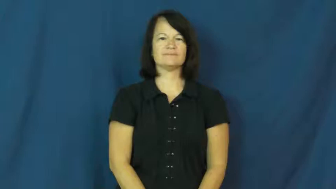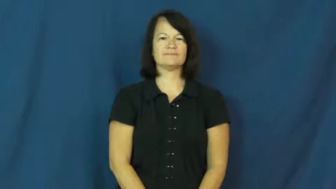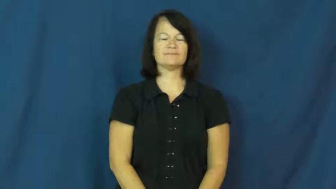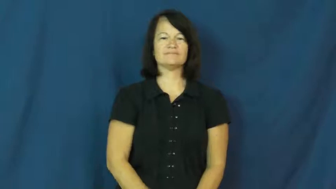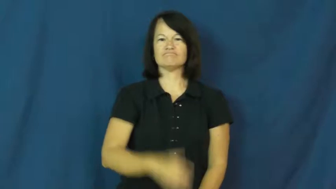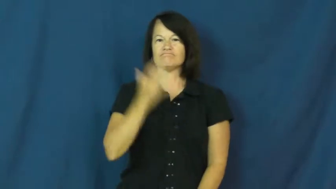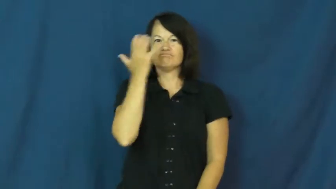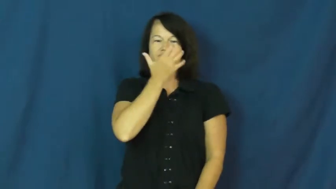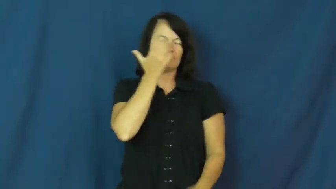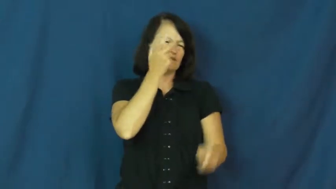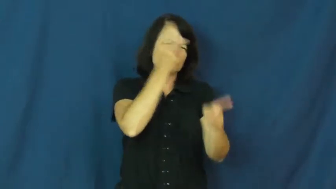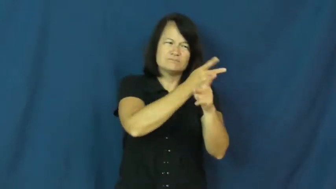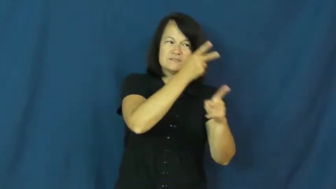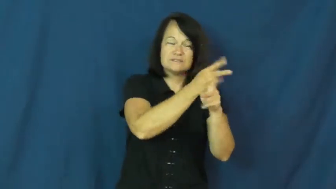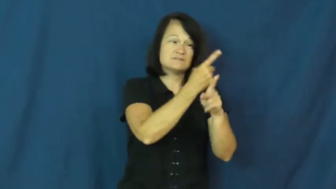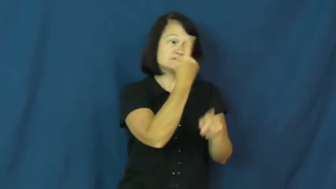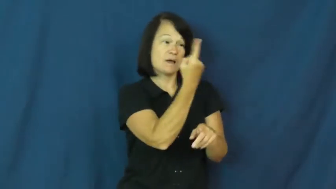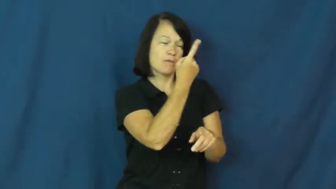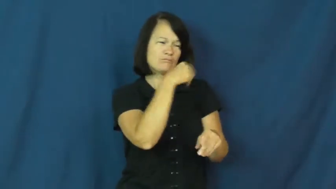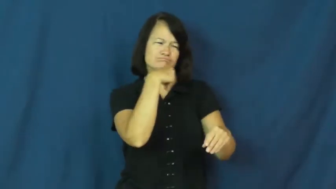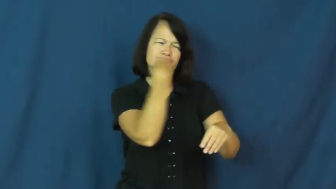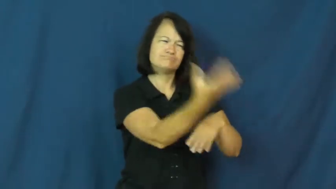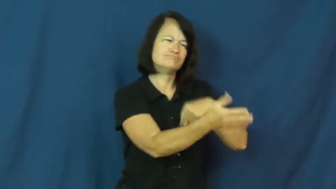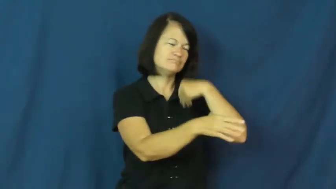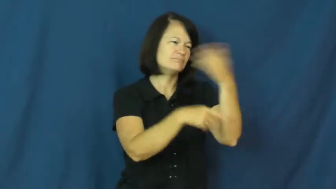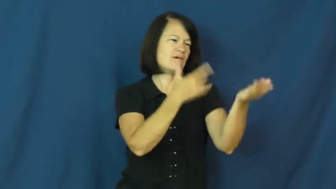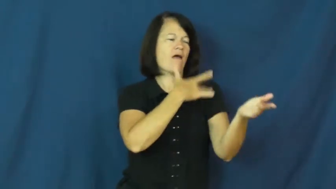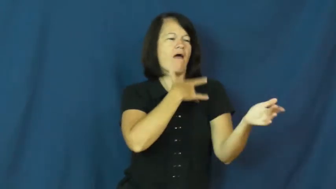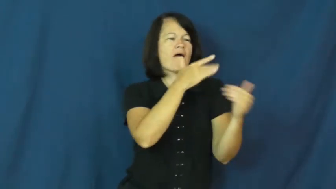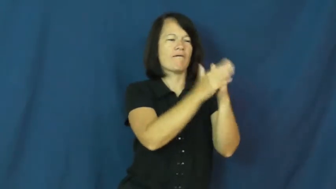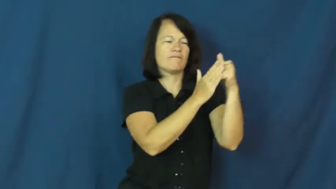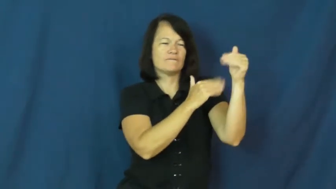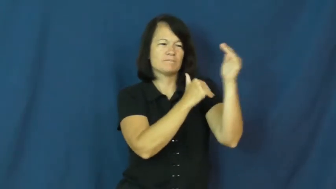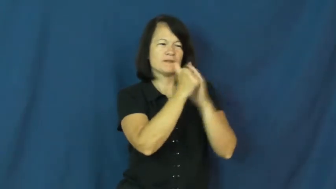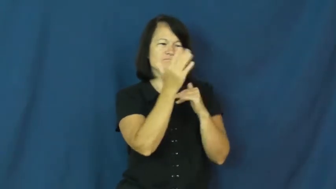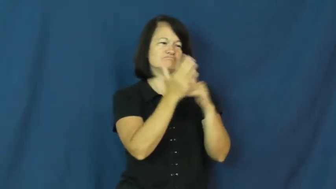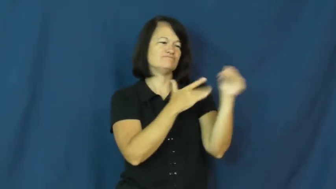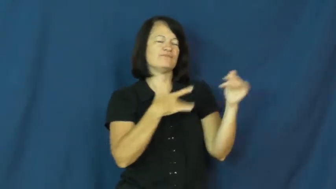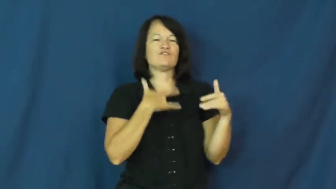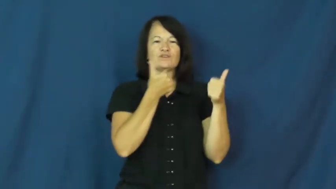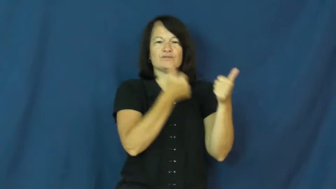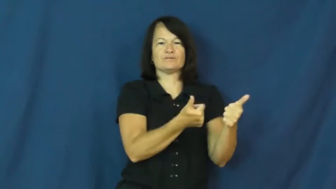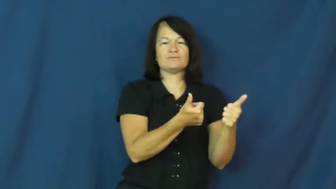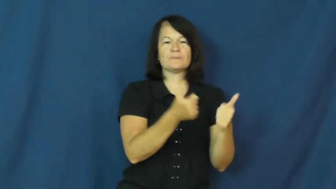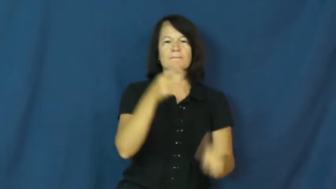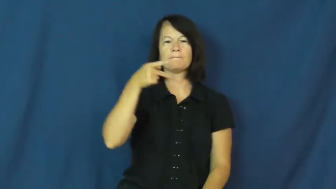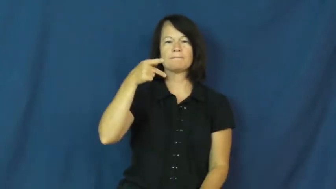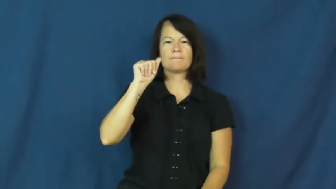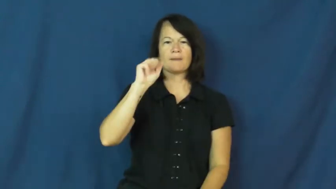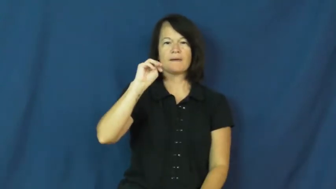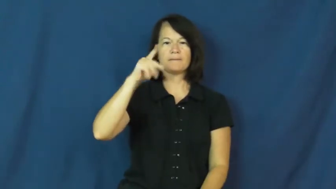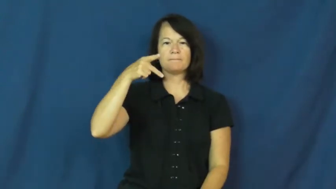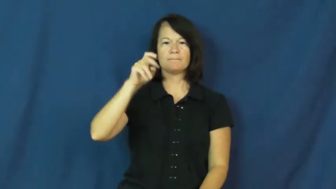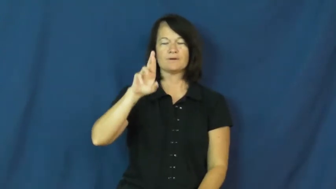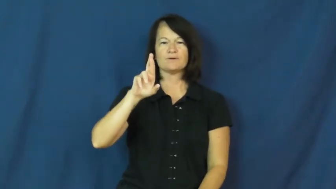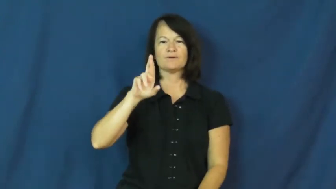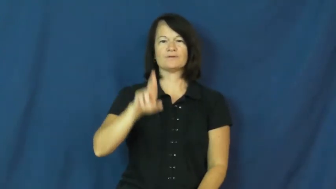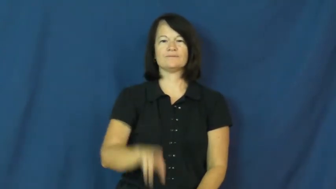pamper,cosset,overindulge,mother,mollycoddle,spoil